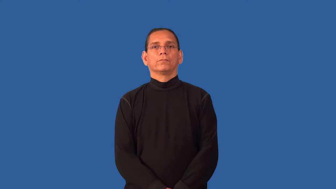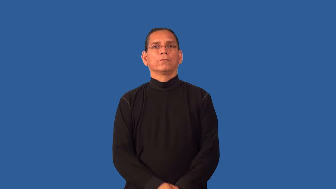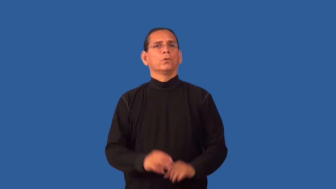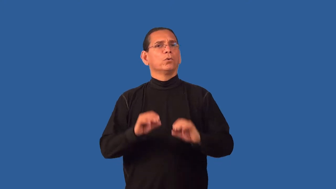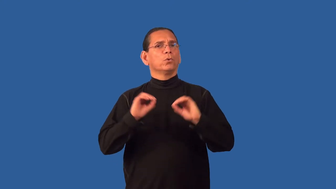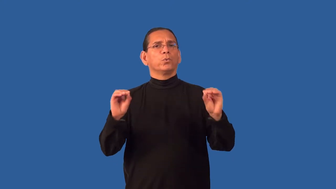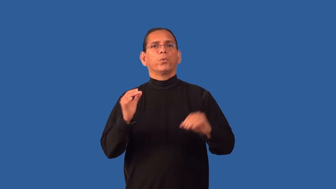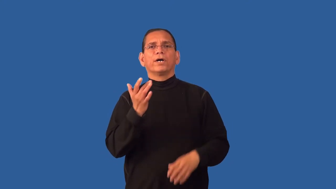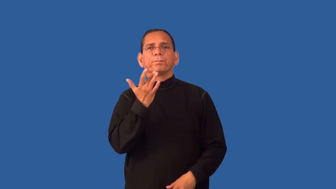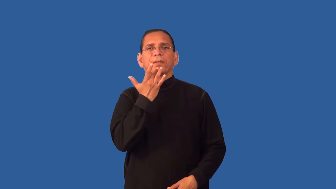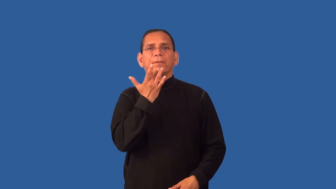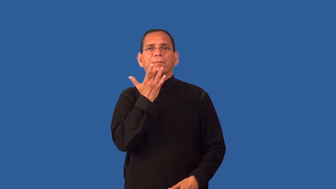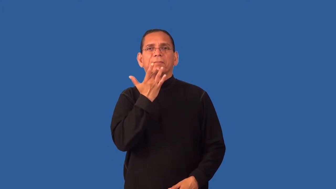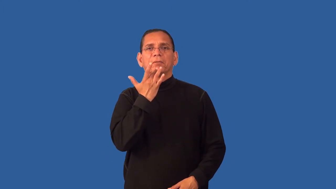flavorless